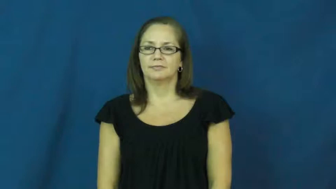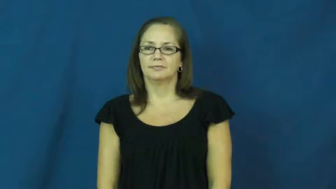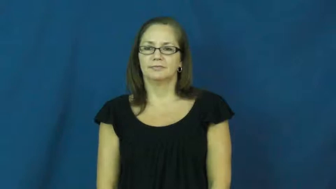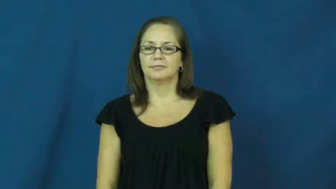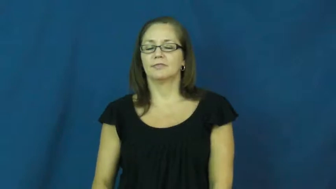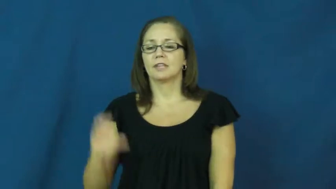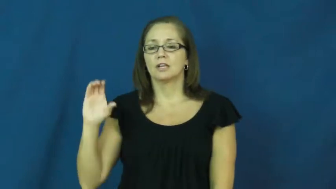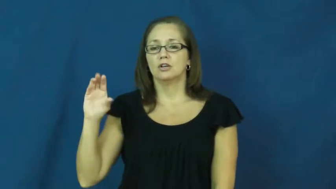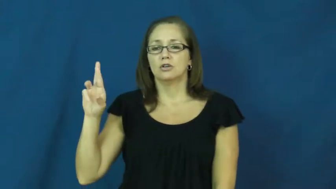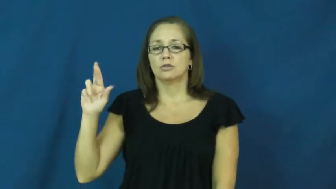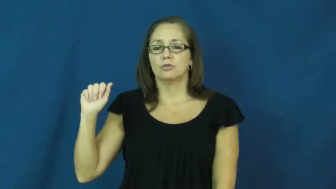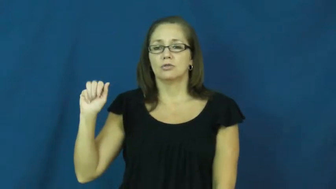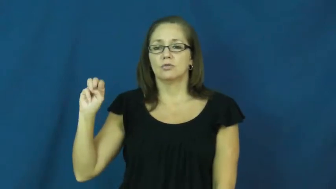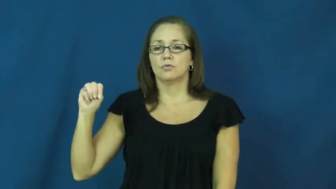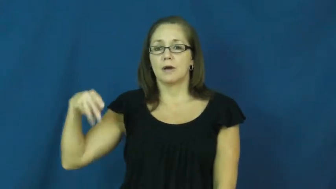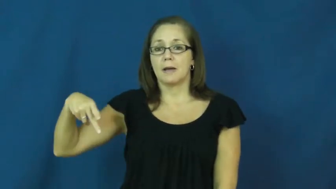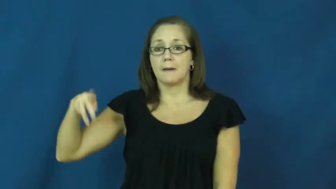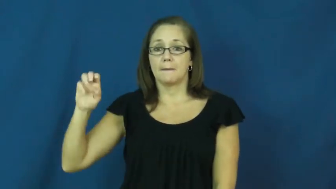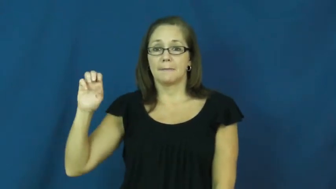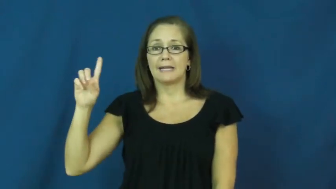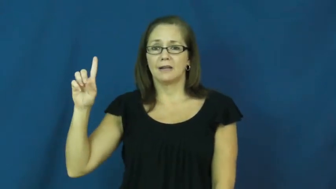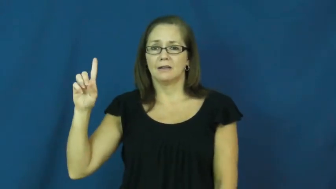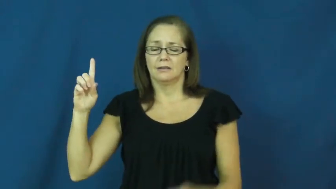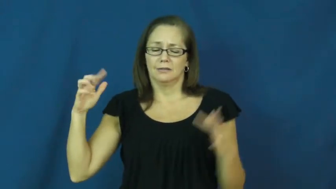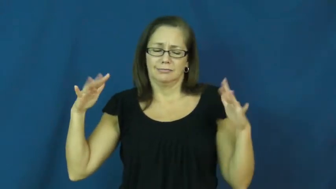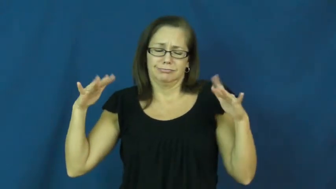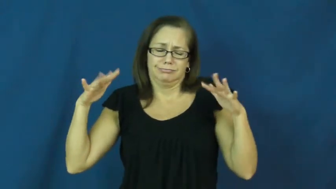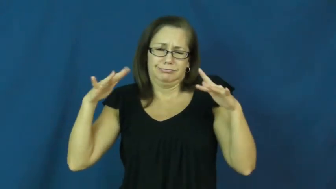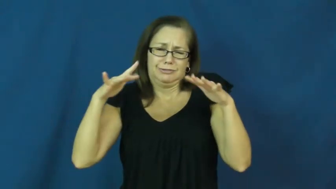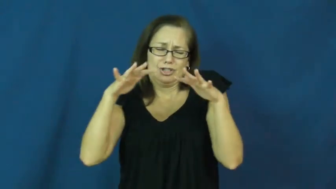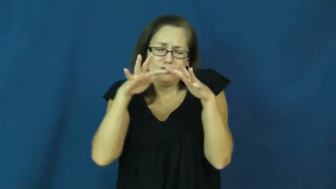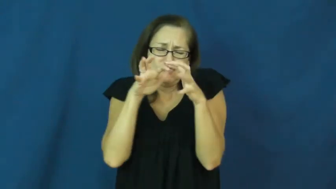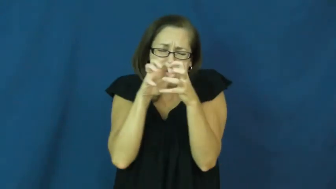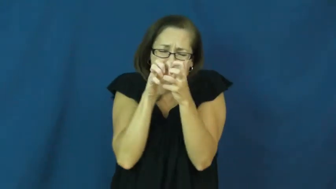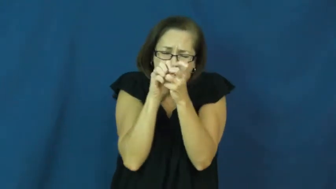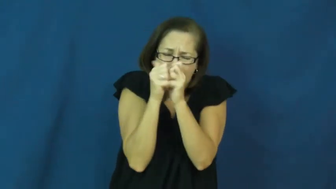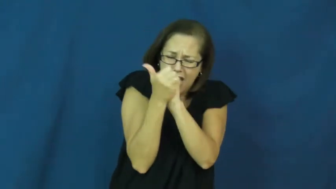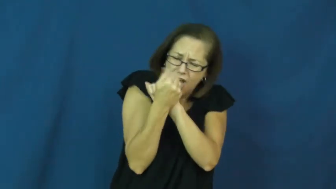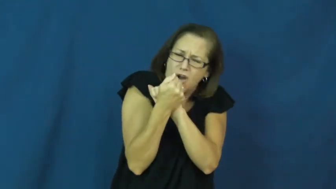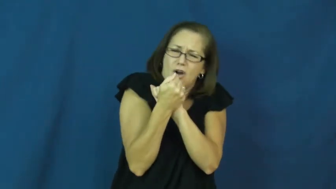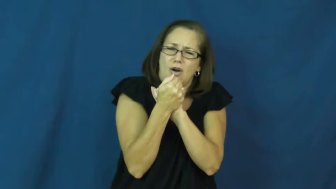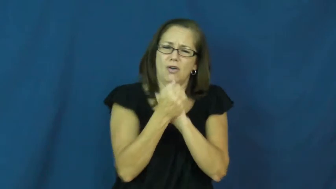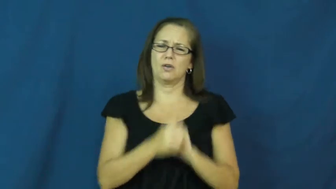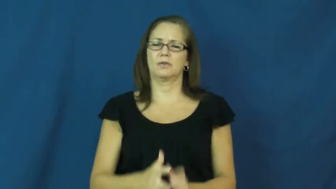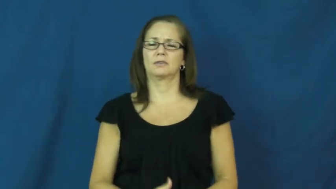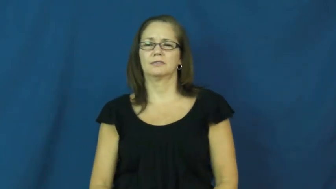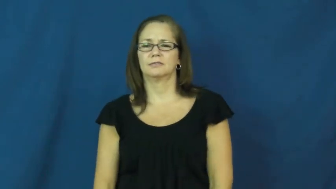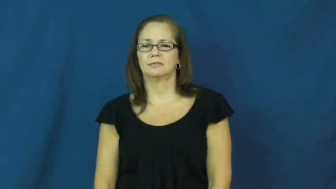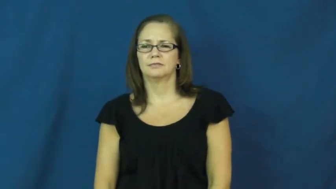cramped